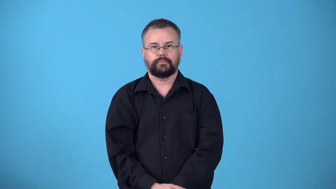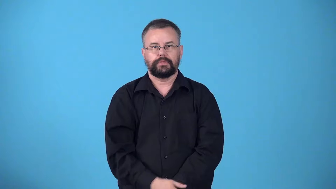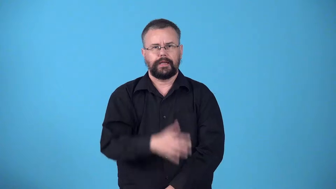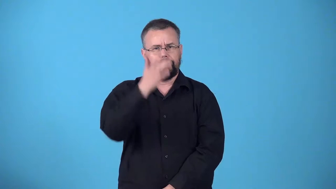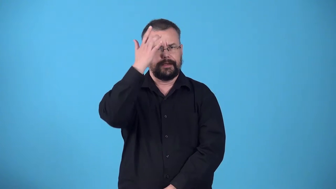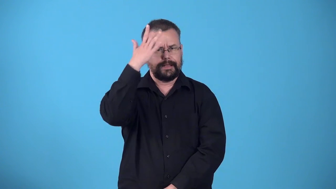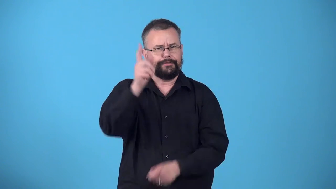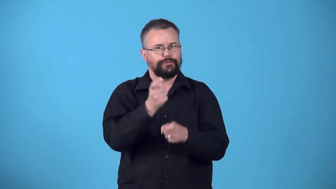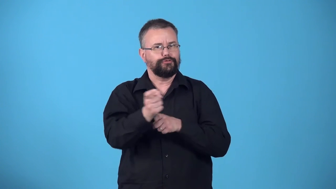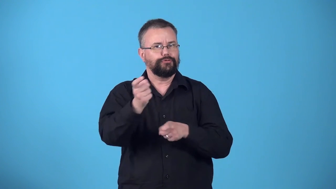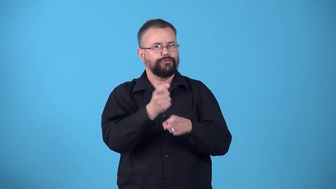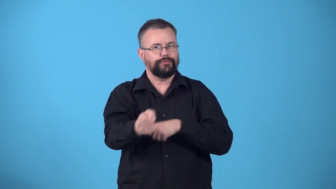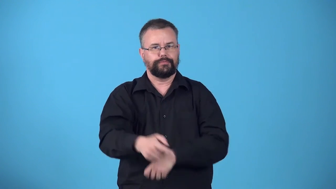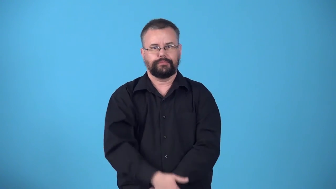wisecrack,wiseguy